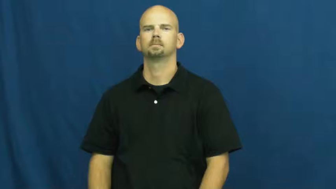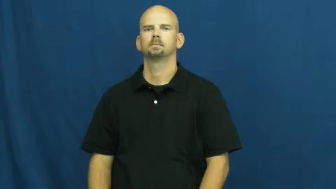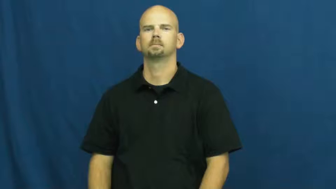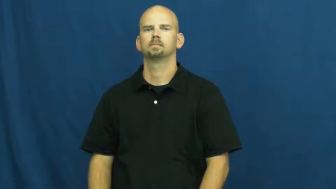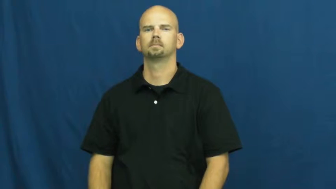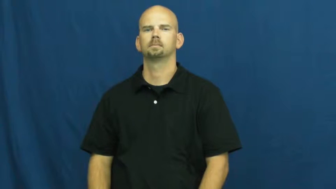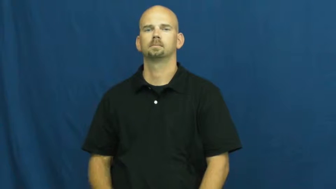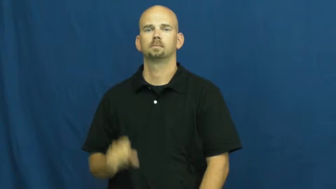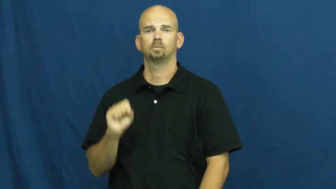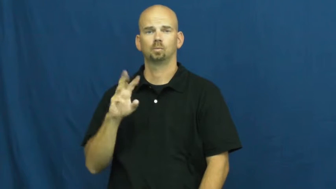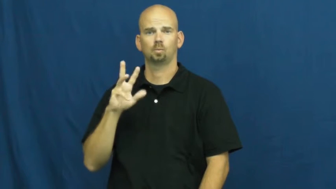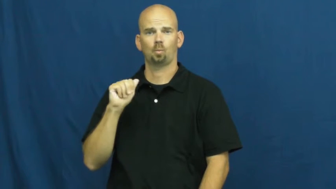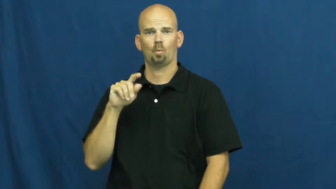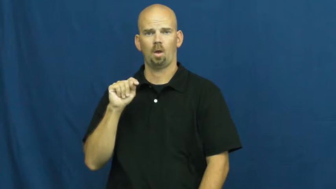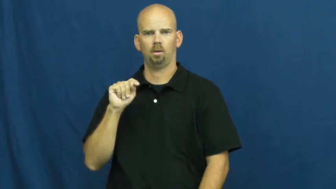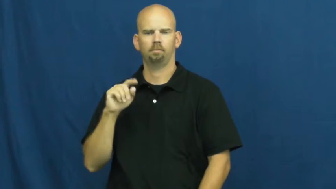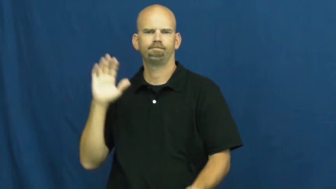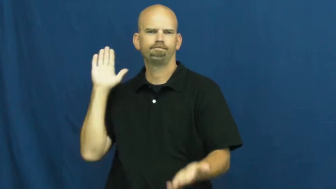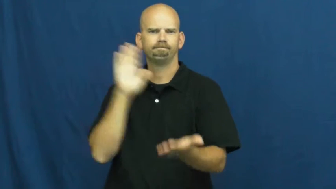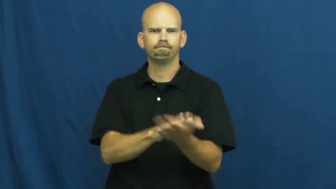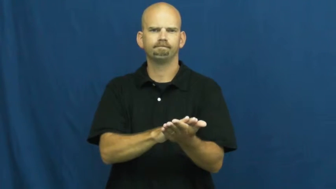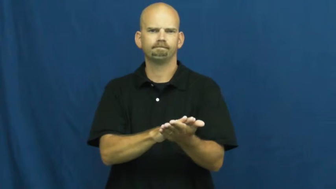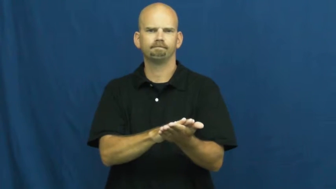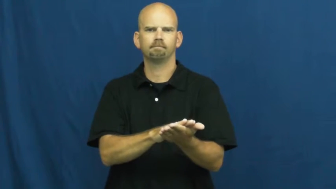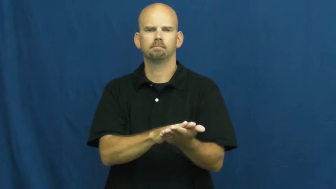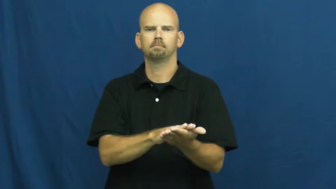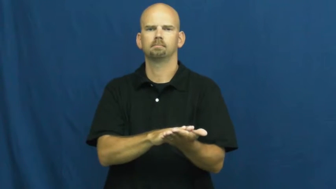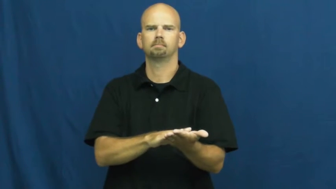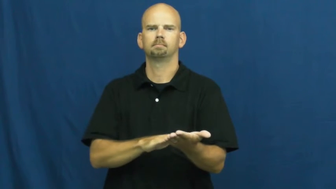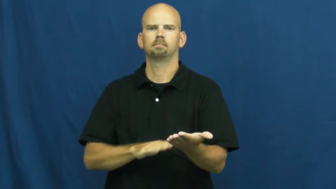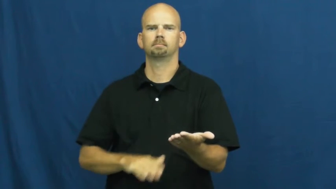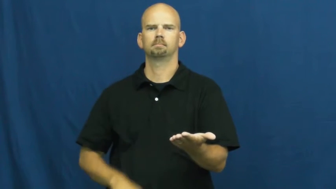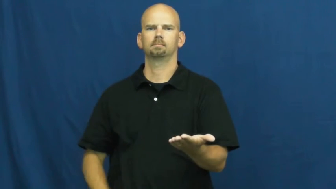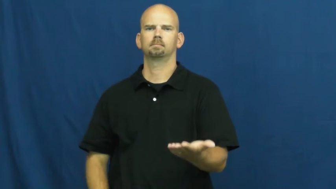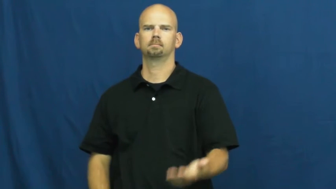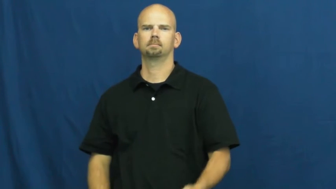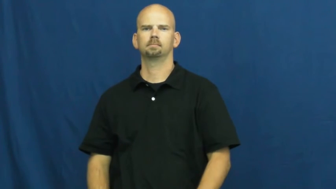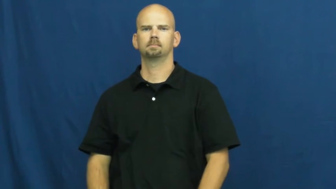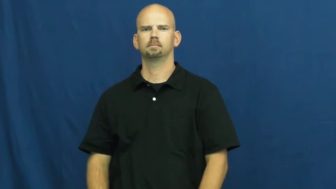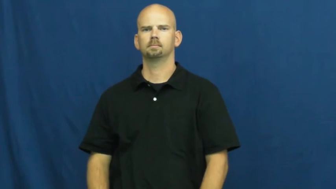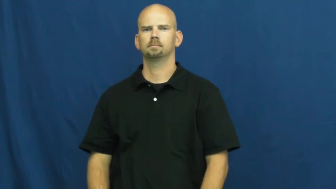swat